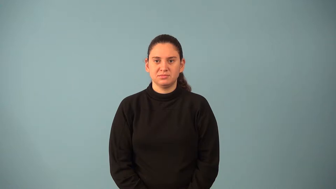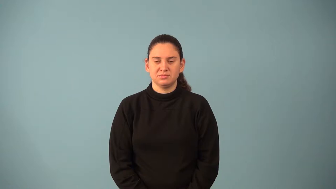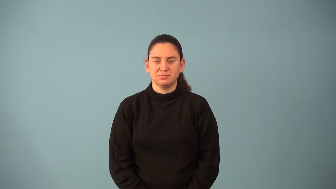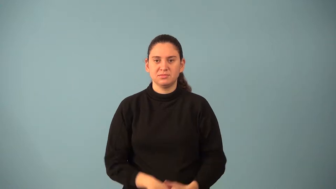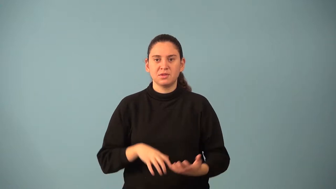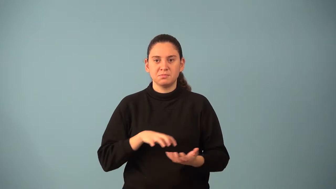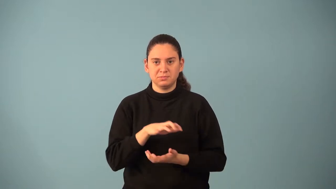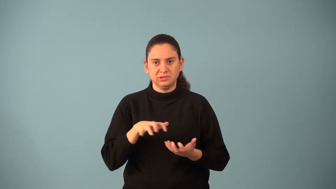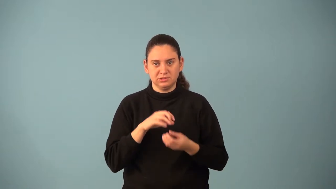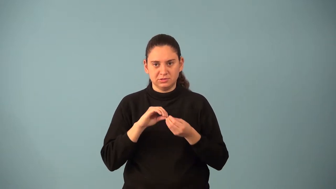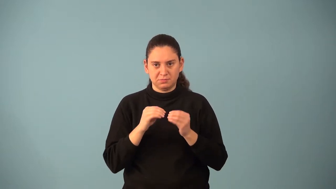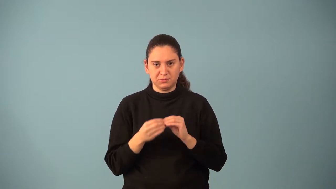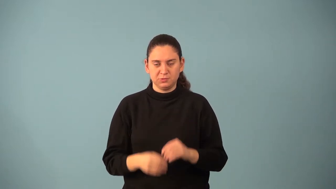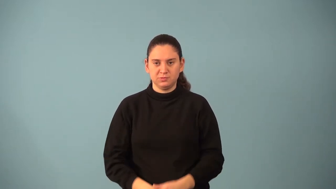mixed number